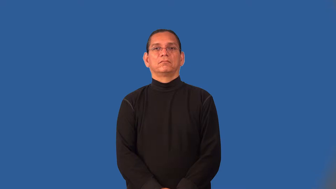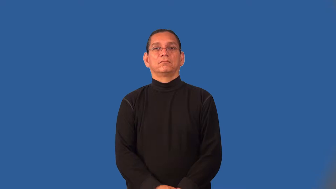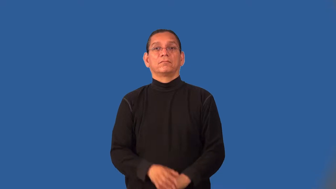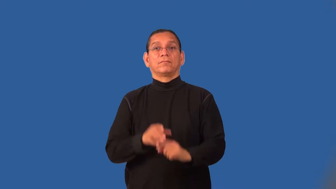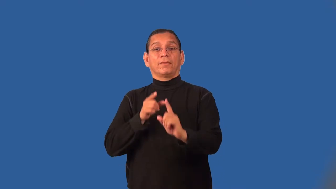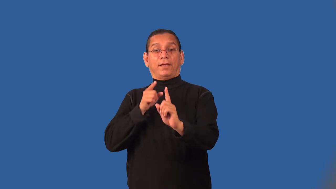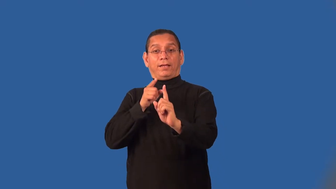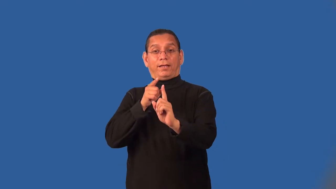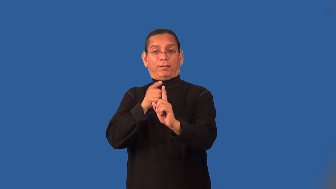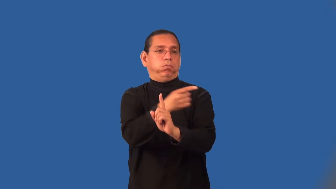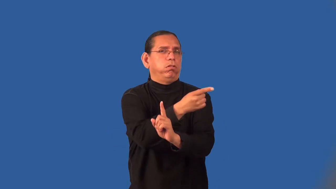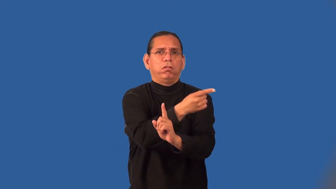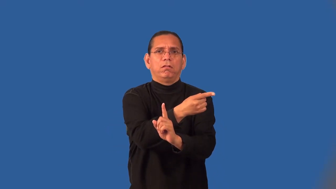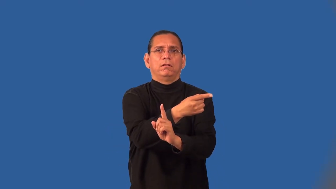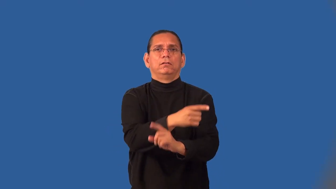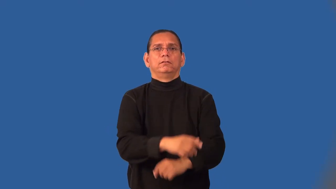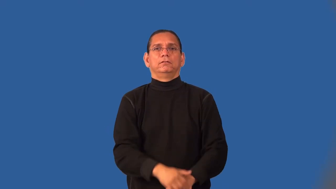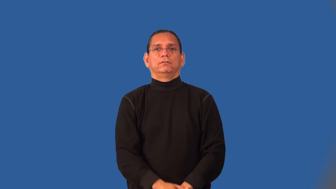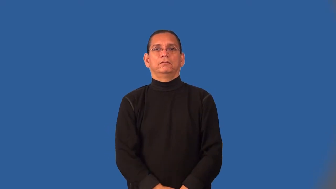miss-shoot